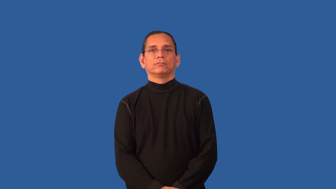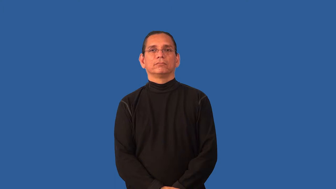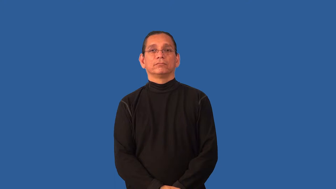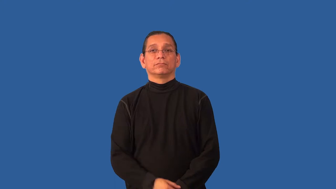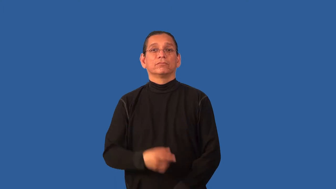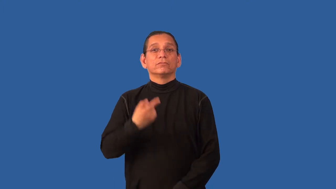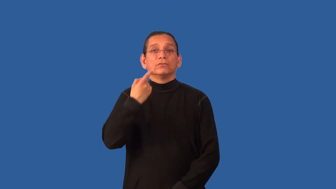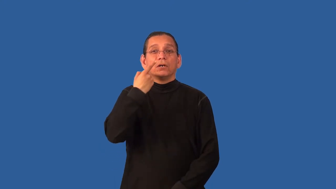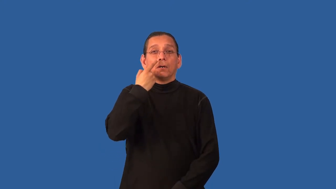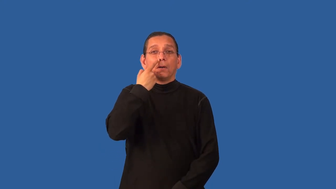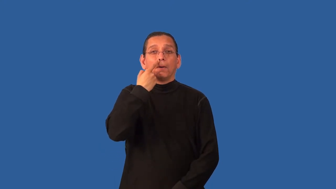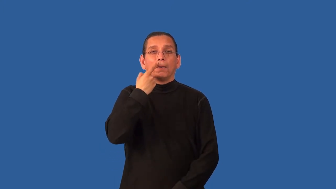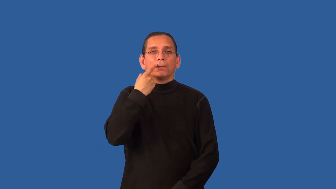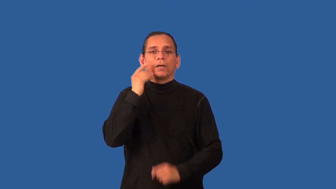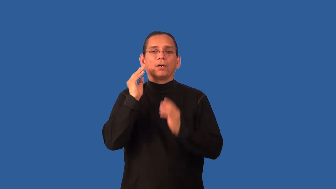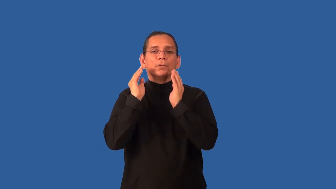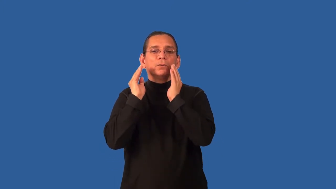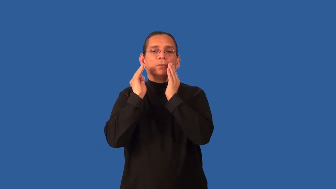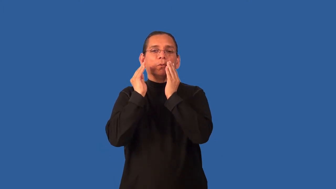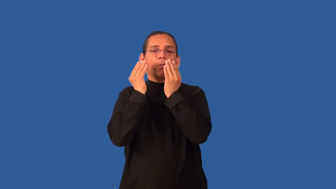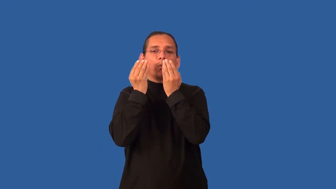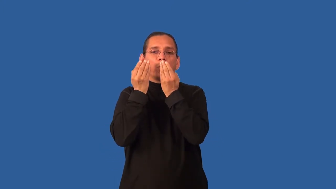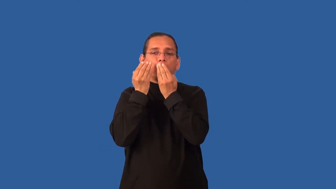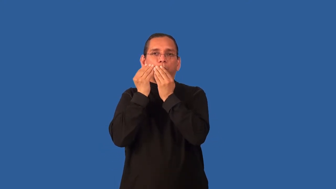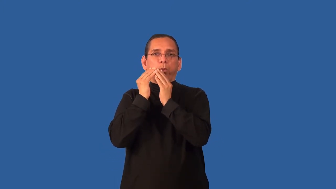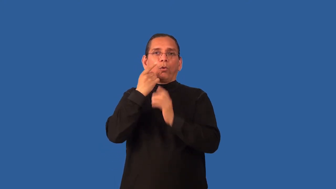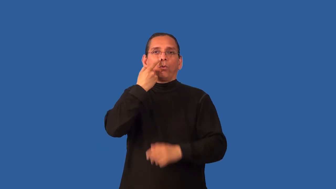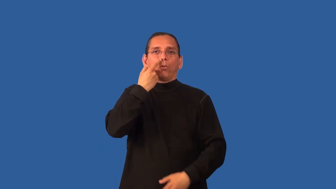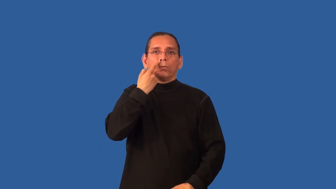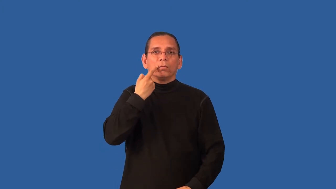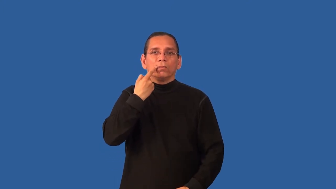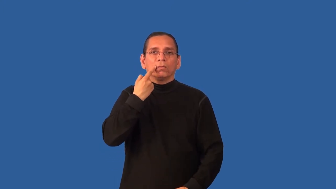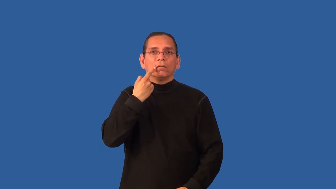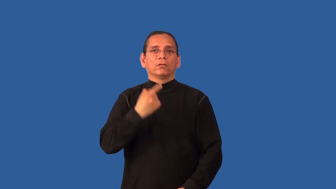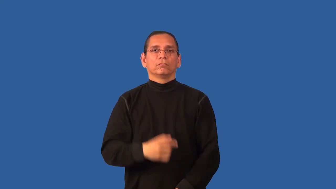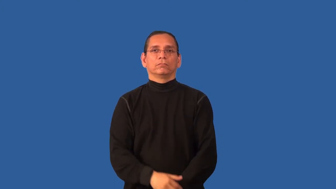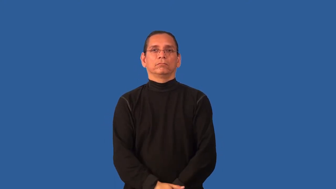boogey,booger,snot